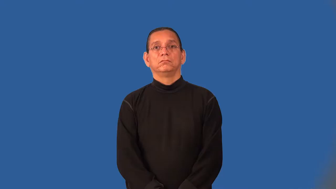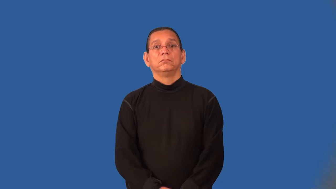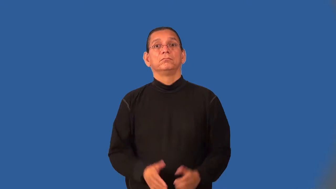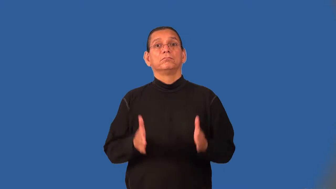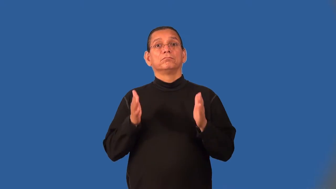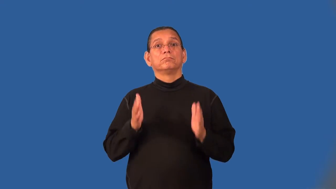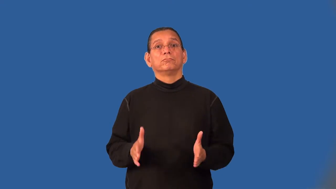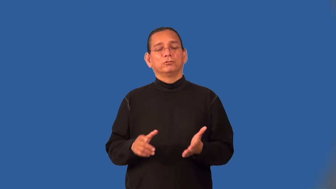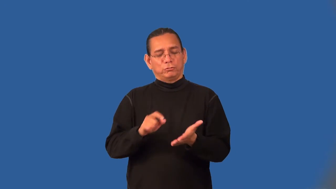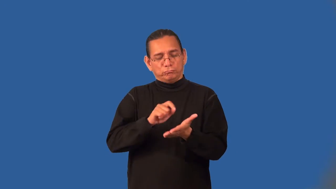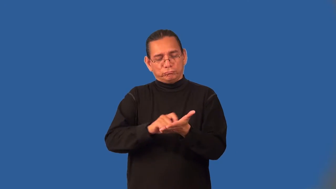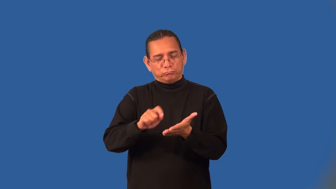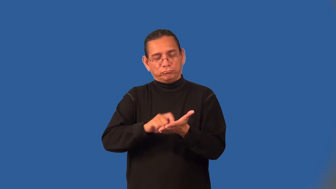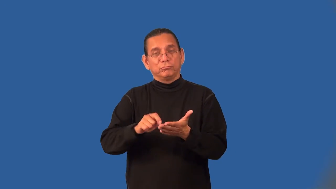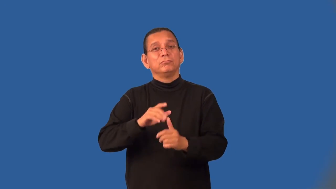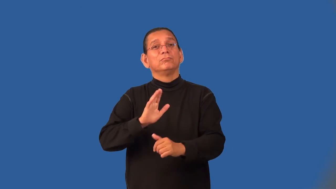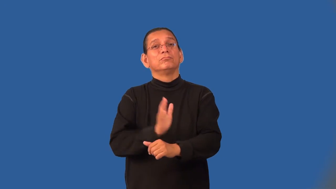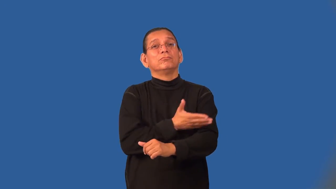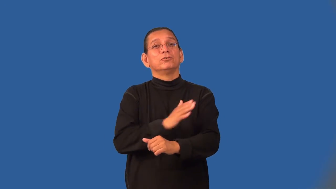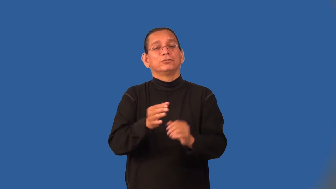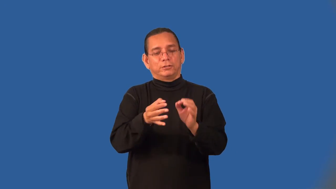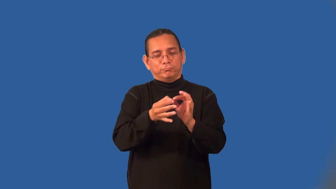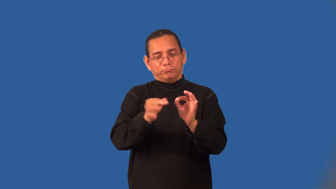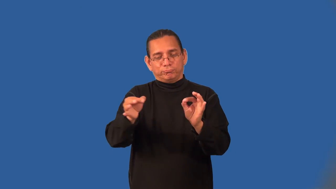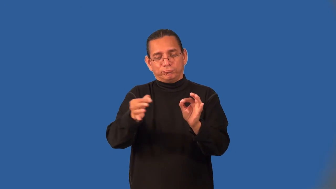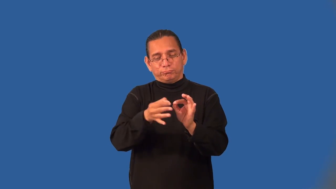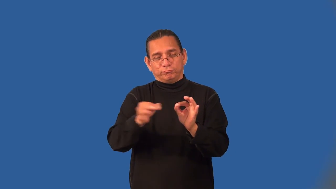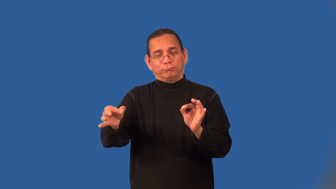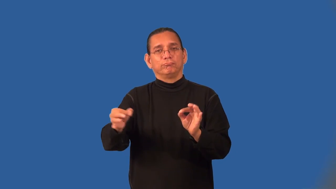lyricist